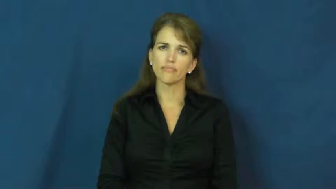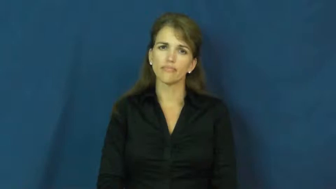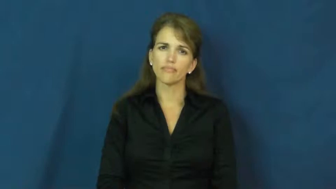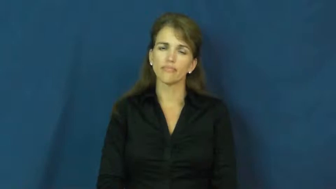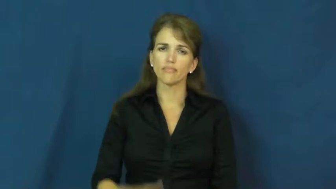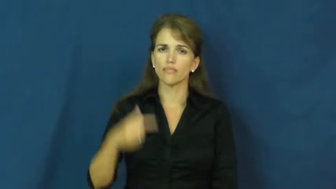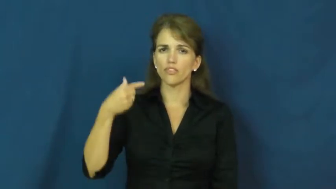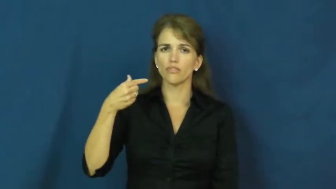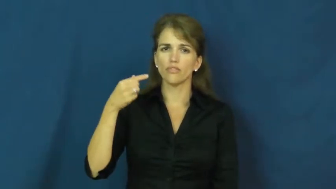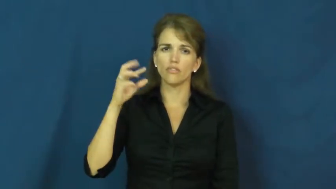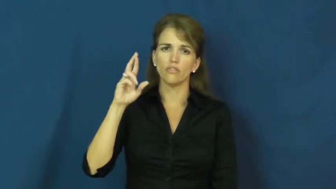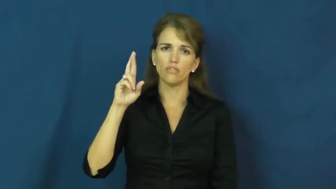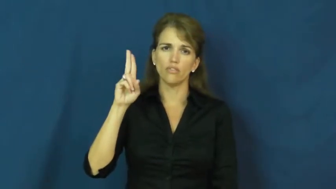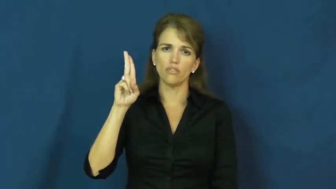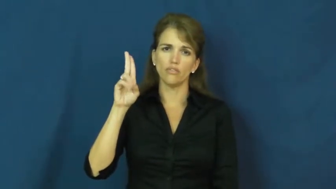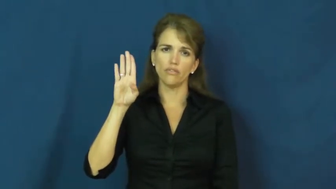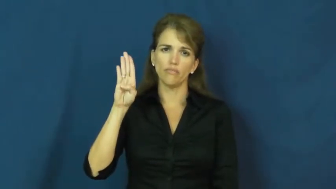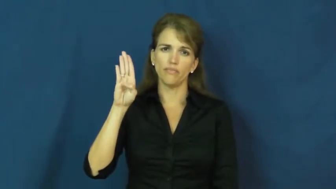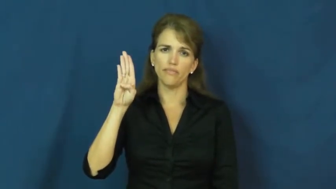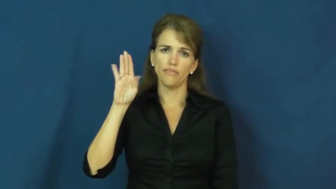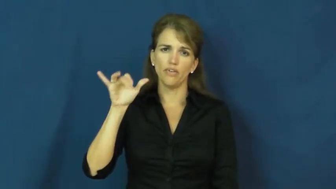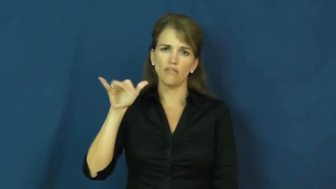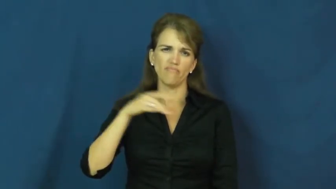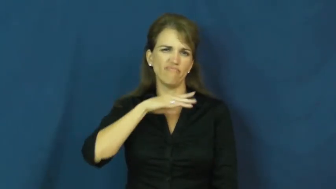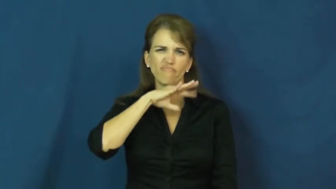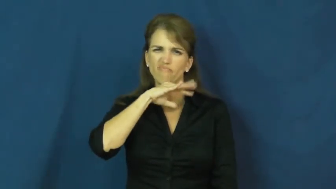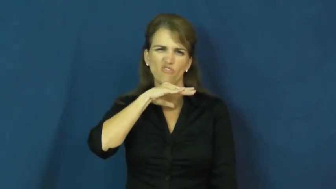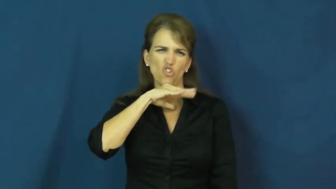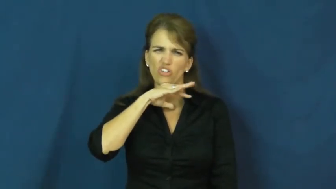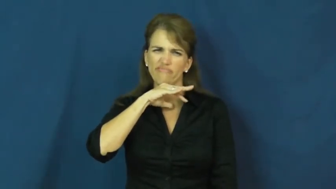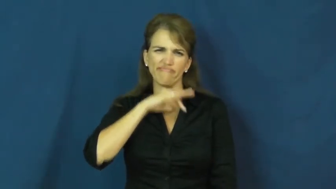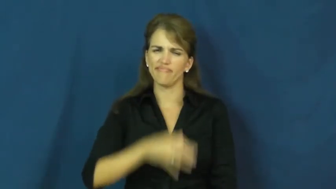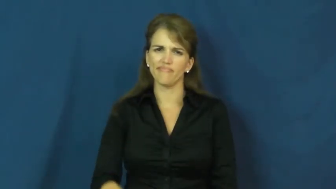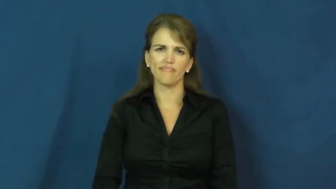grubby